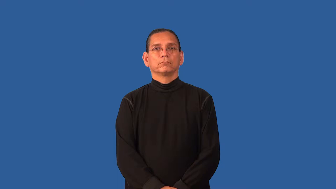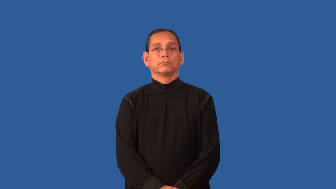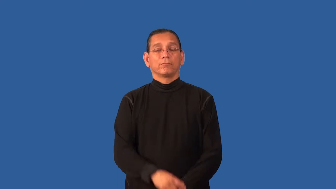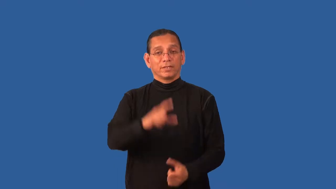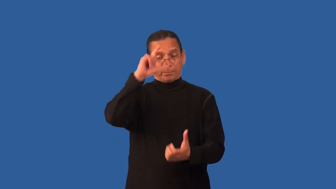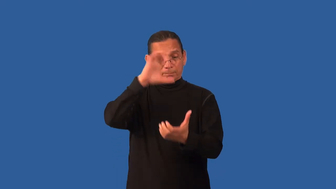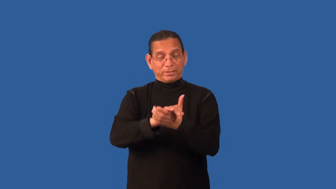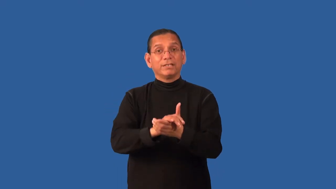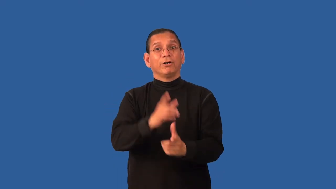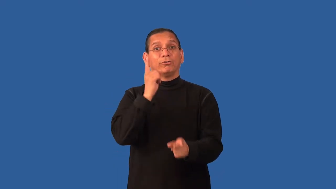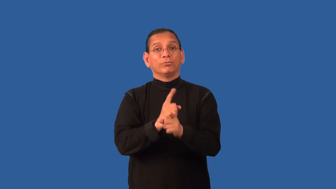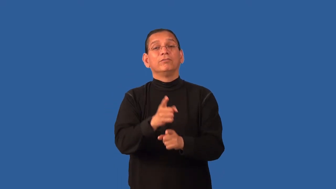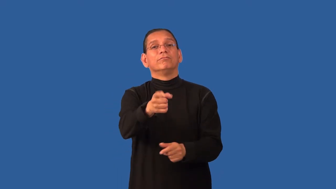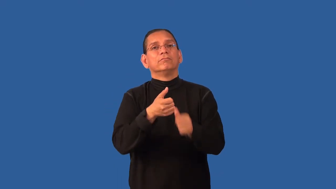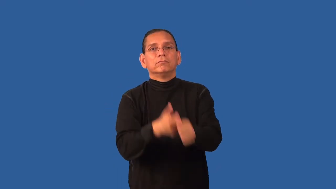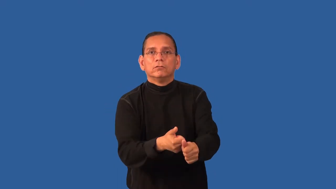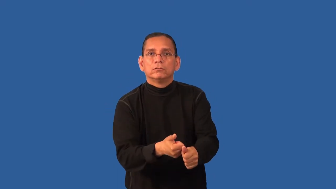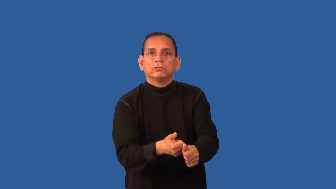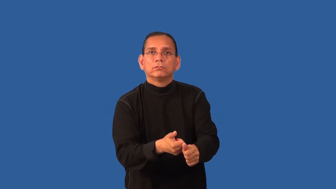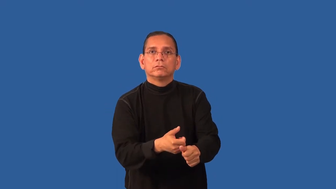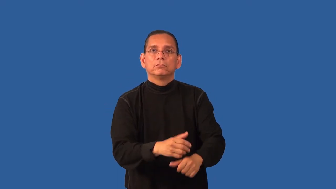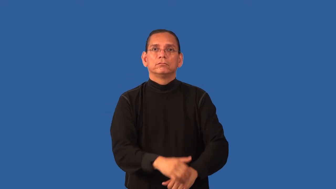dogmatic